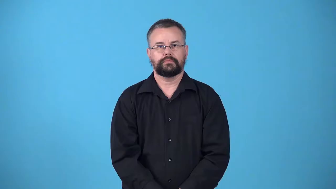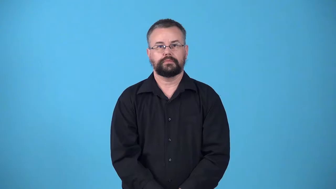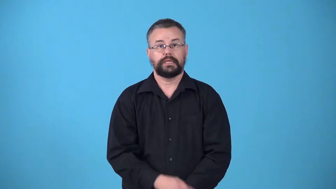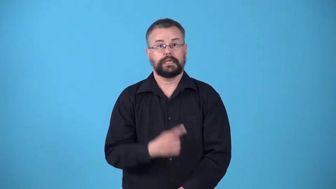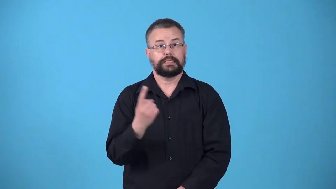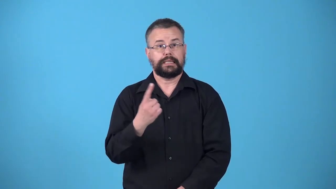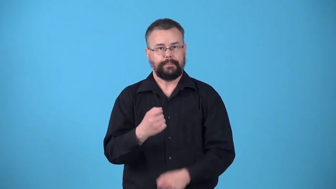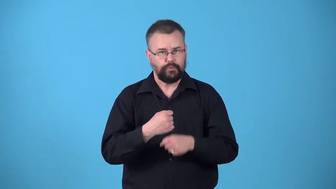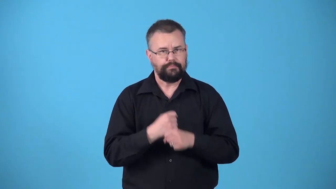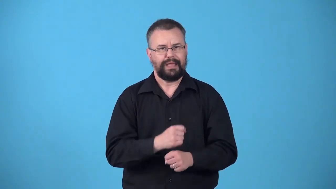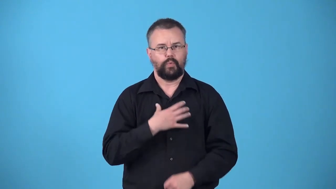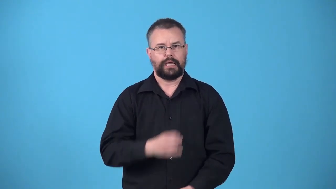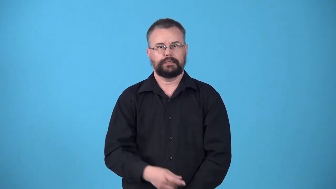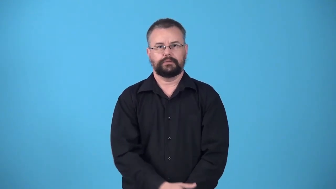whitener